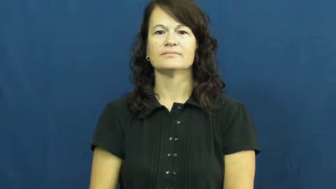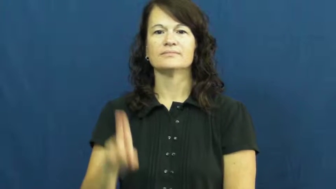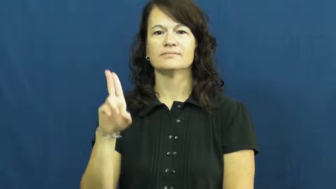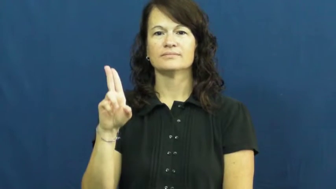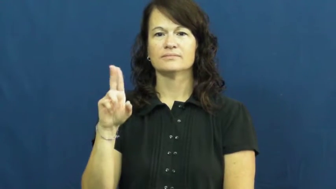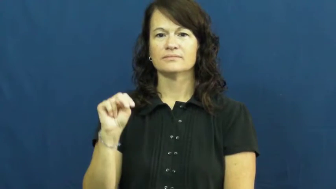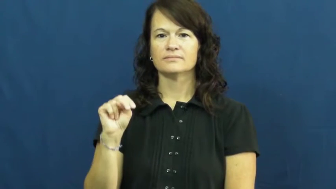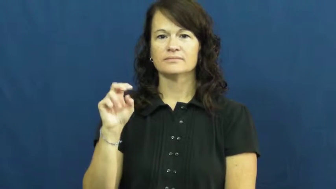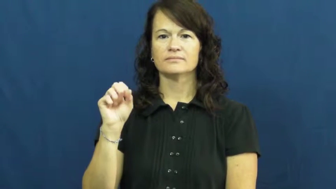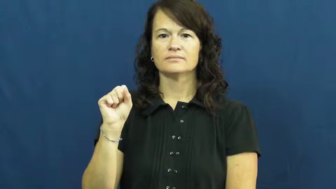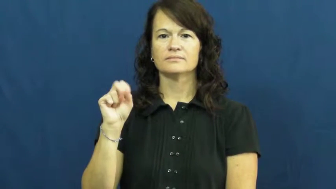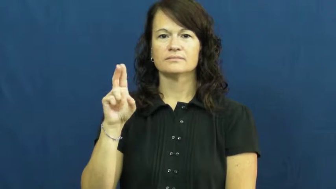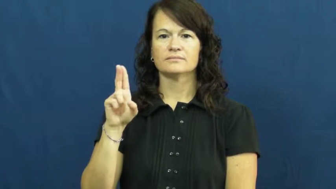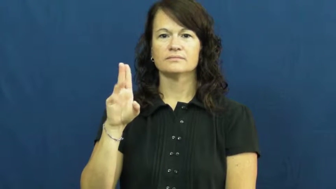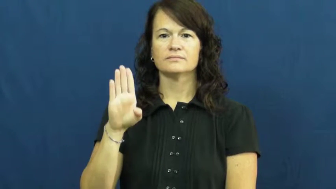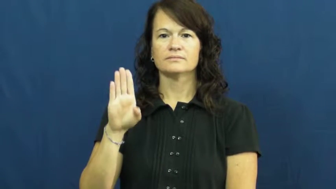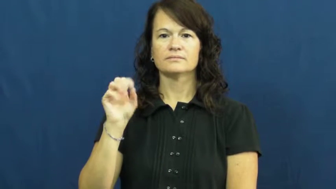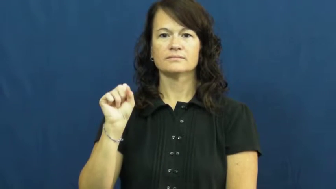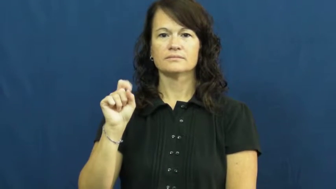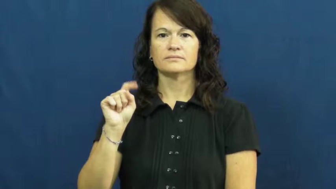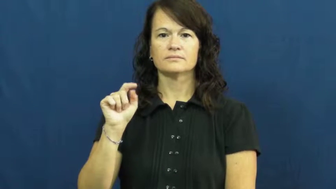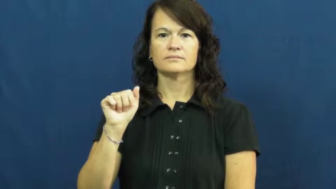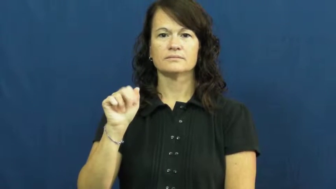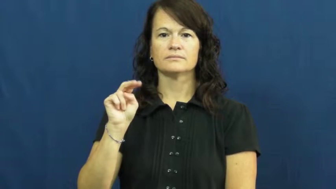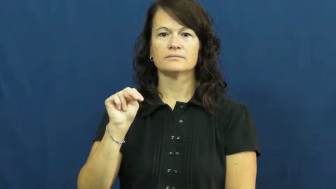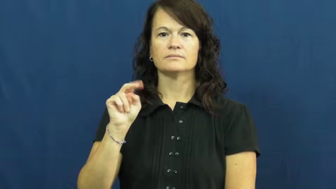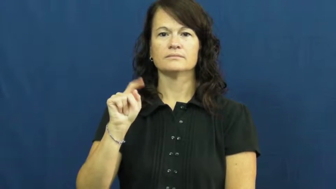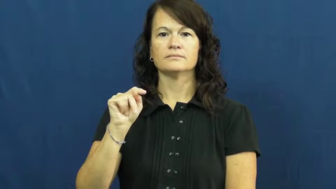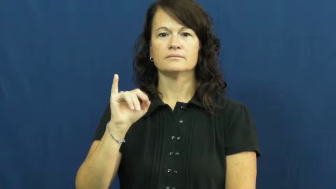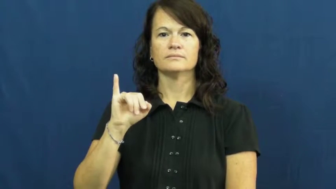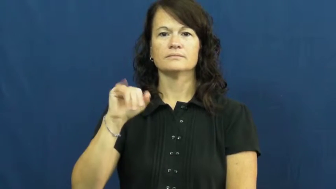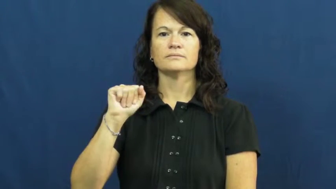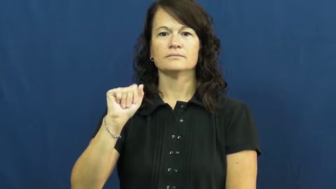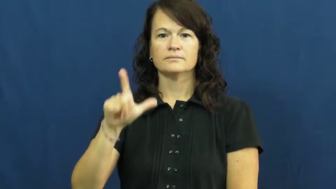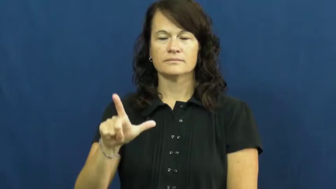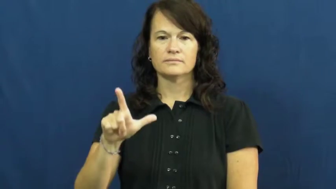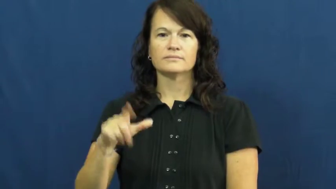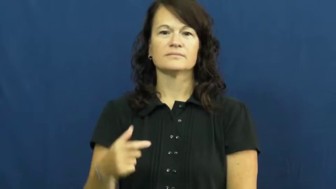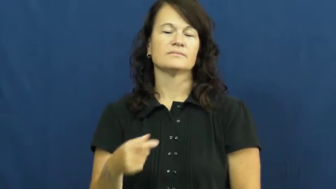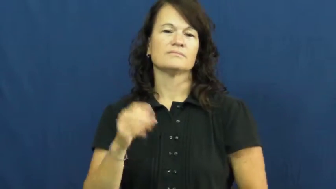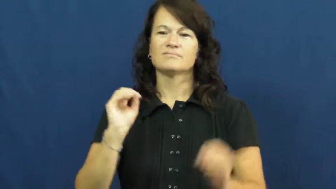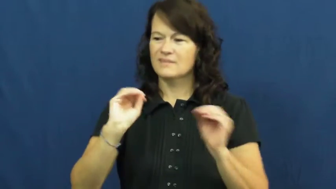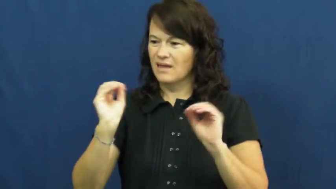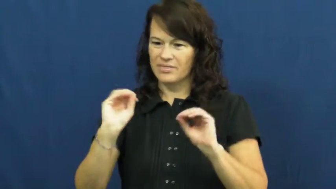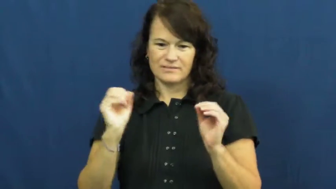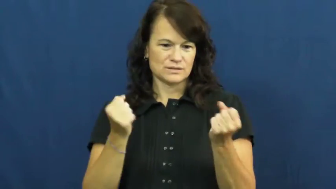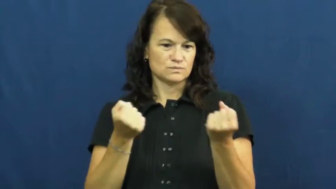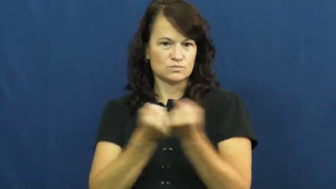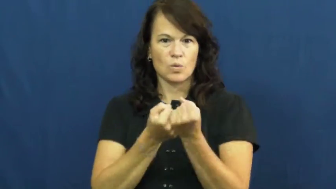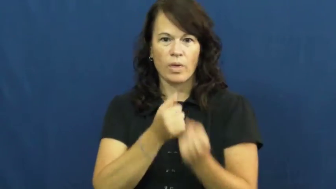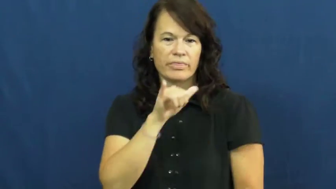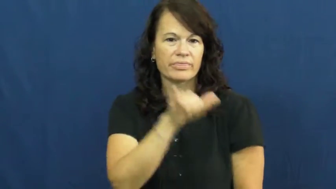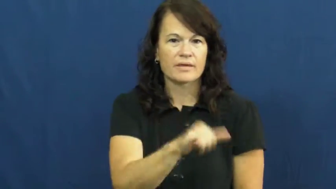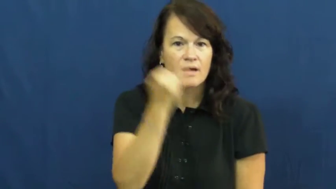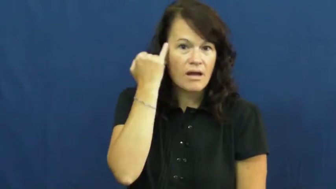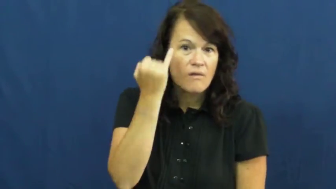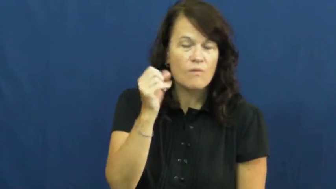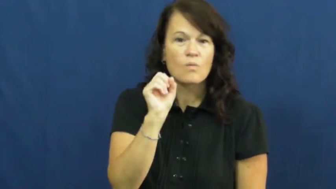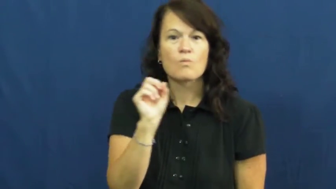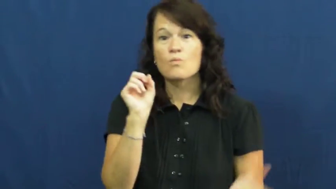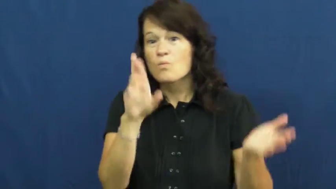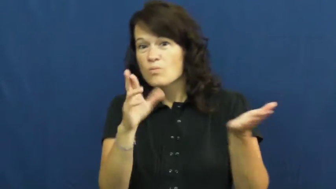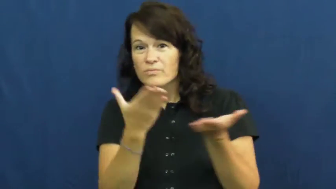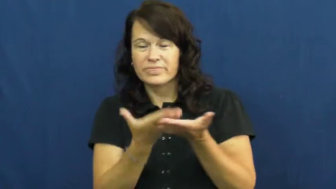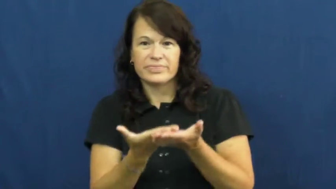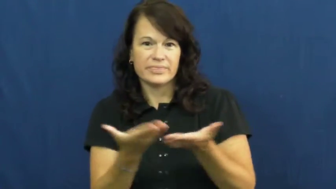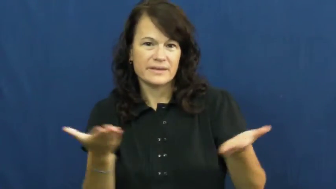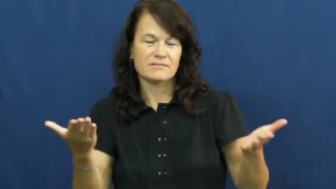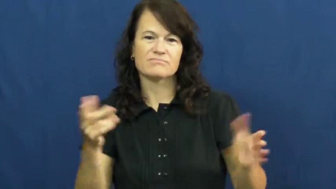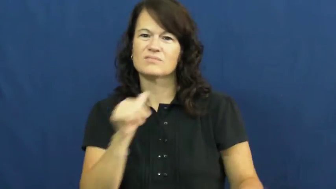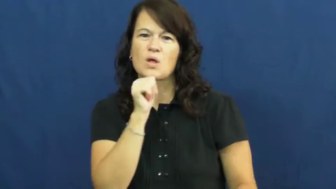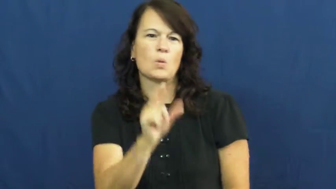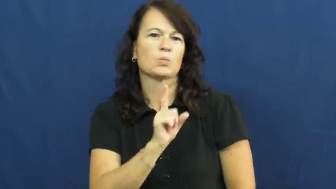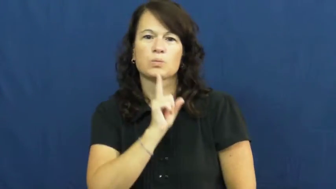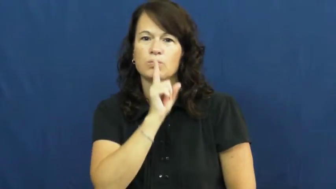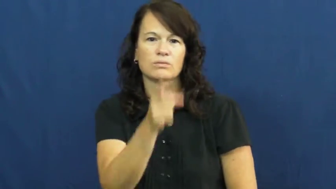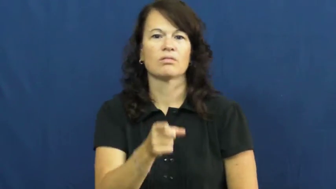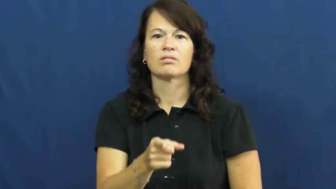unsubstantiated